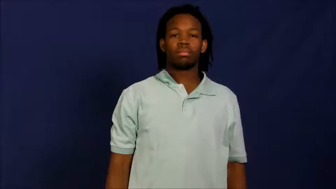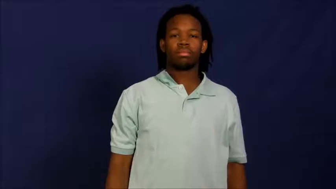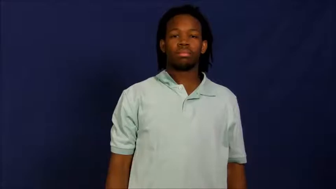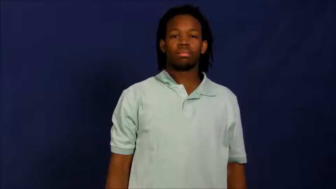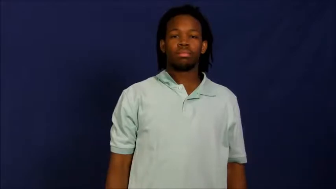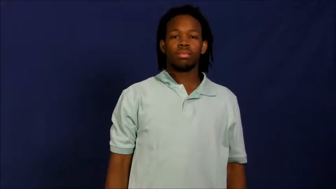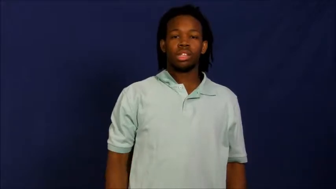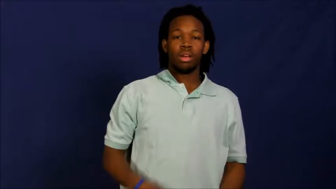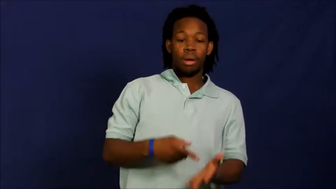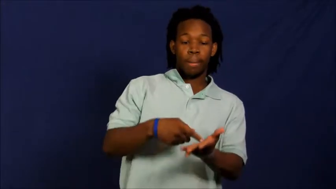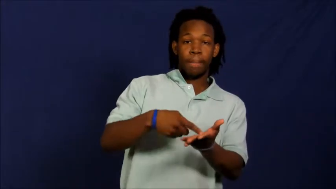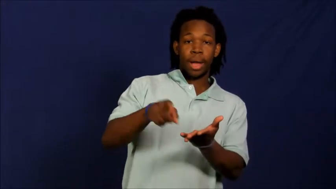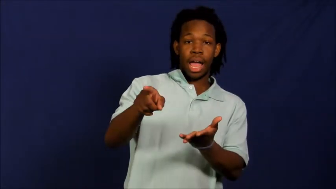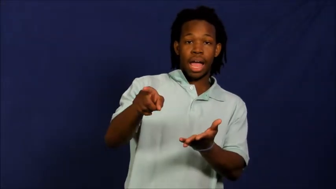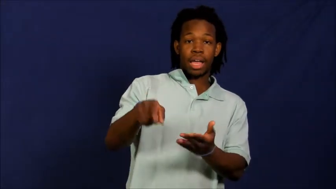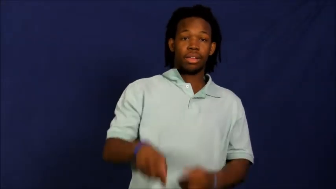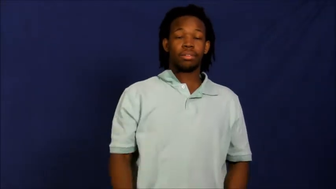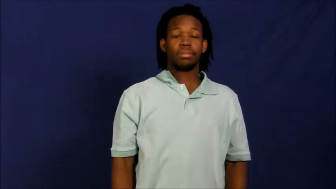salary